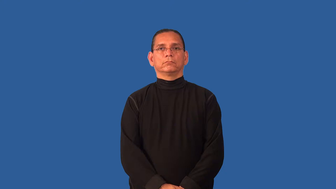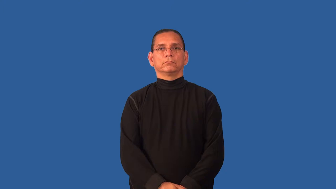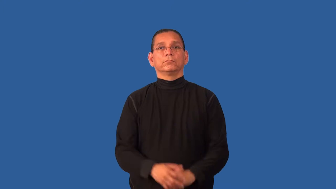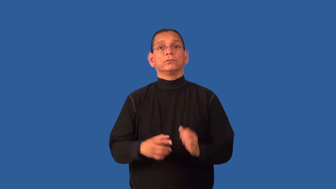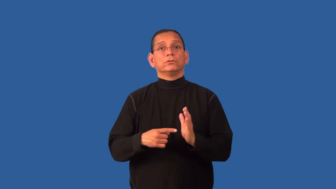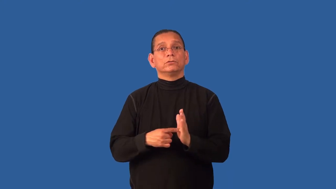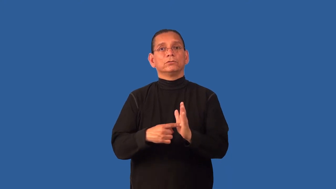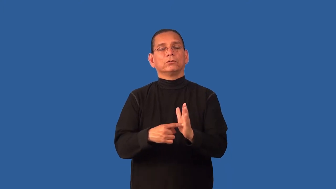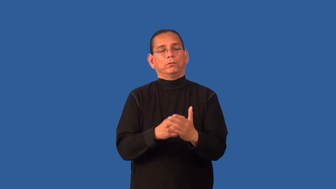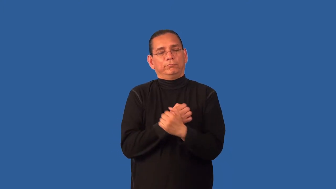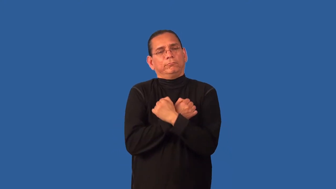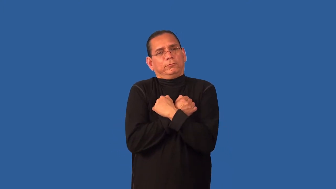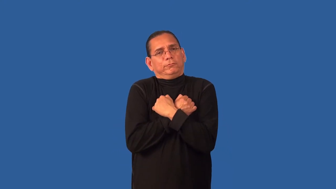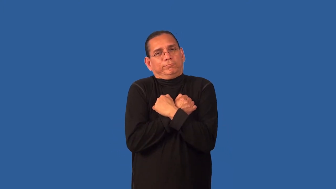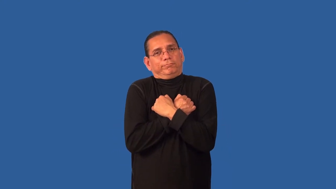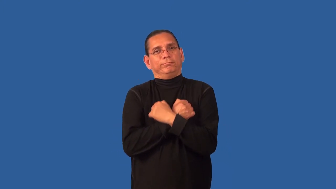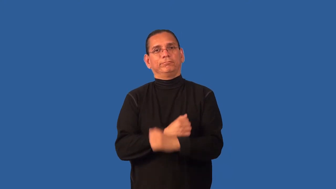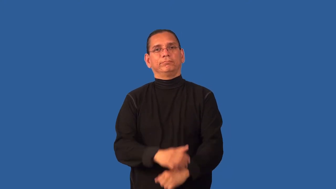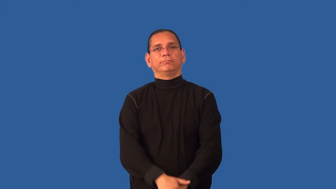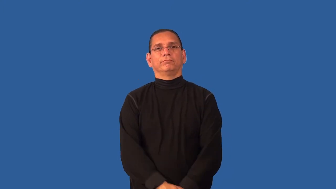demonstrative